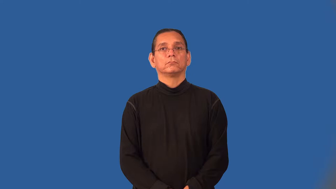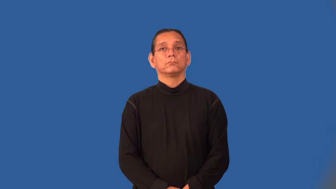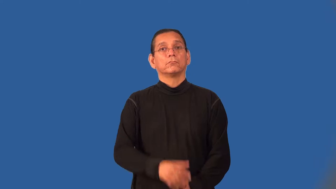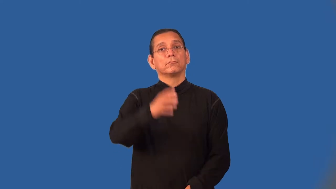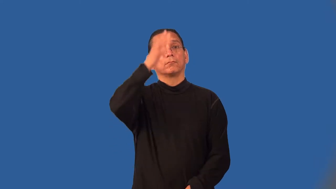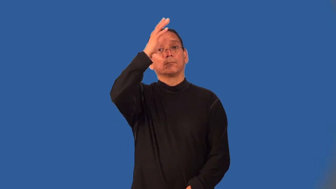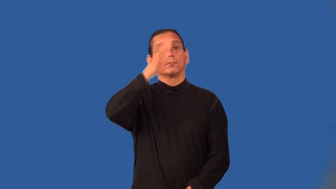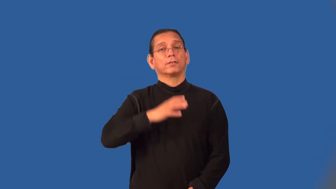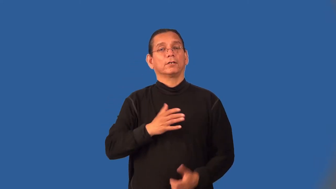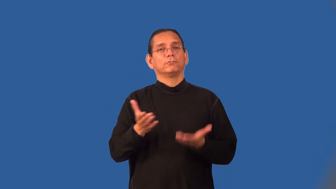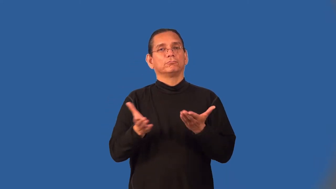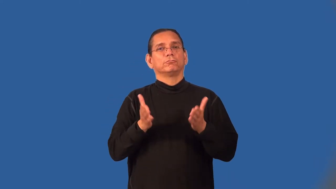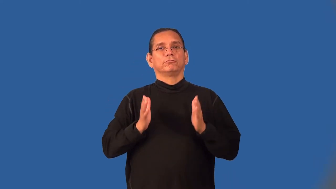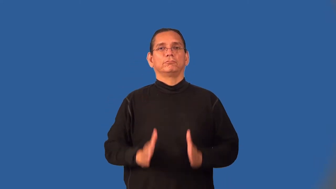footman